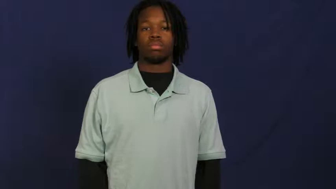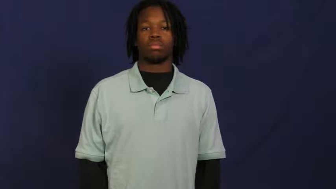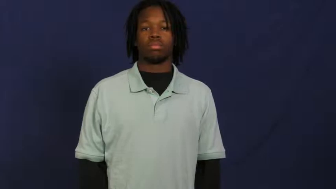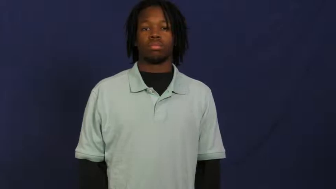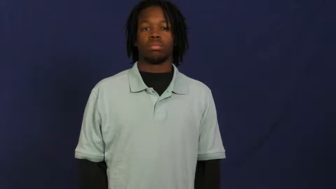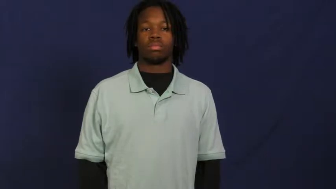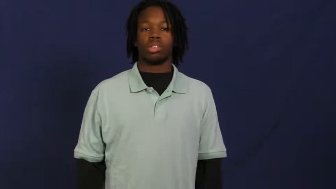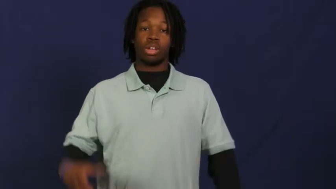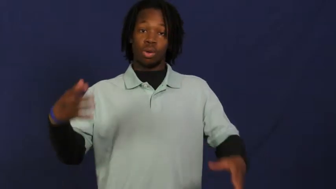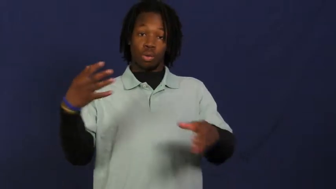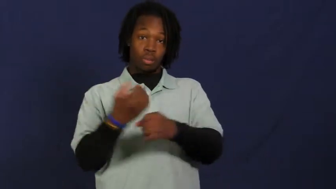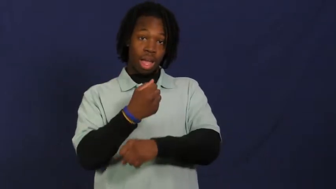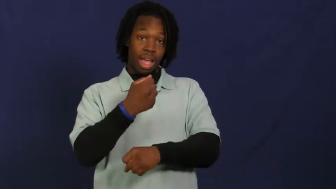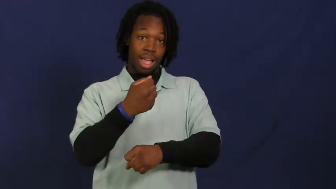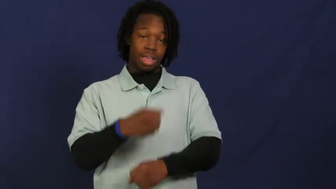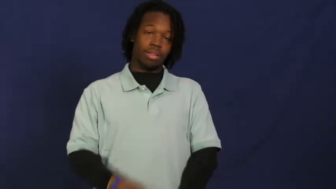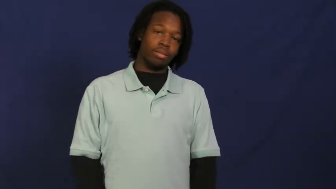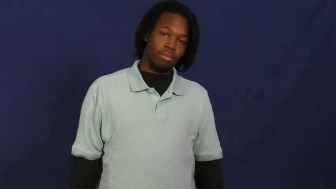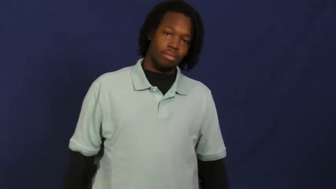win,prevail,take